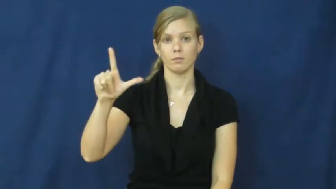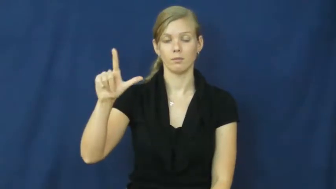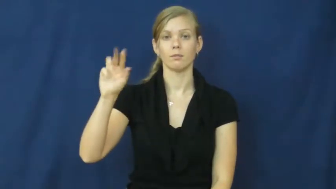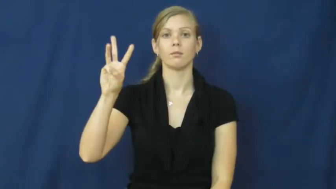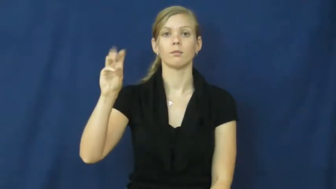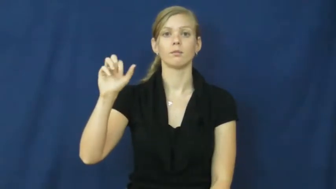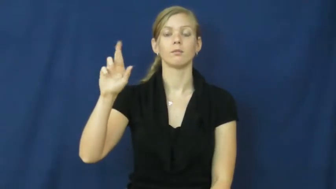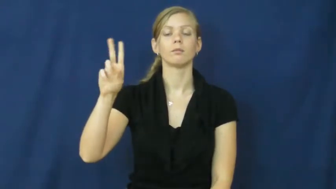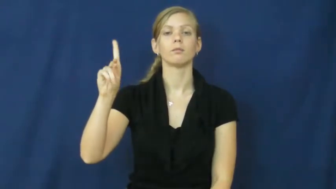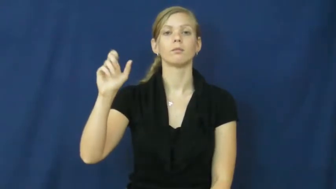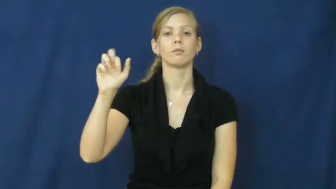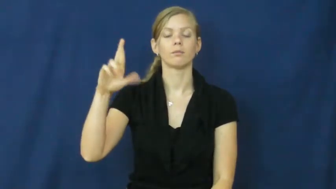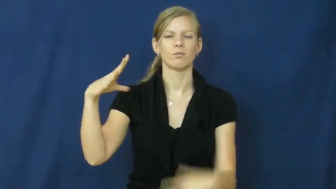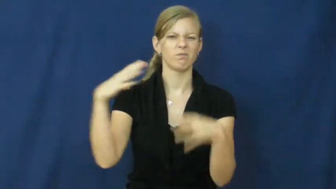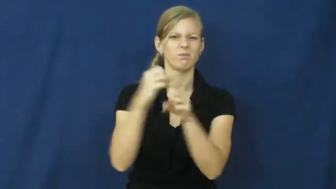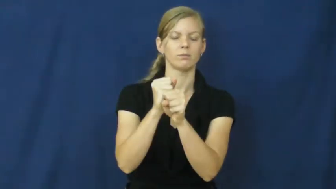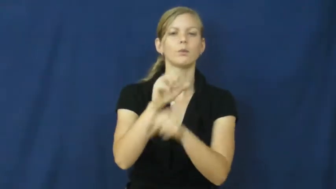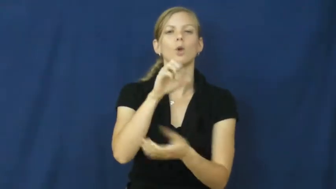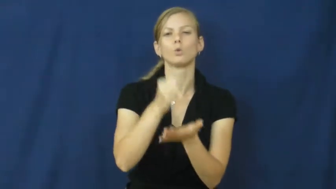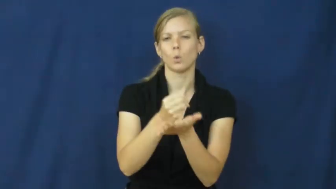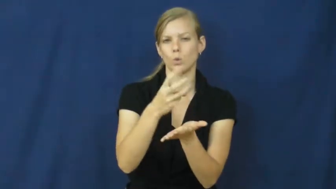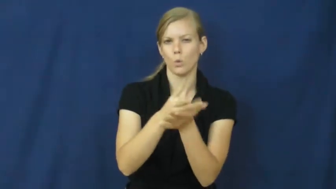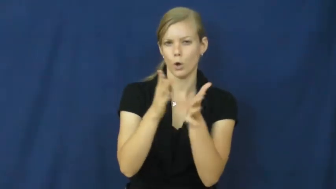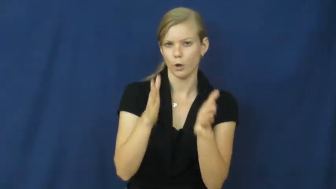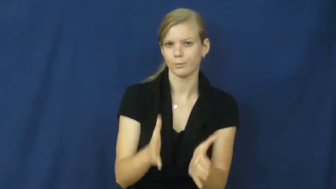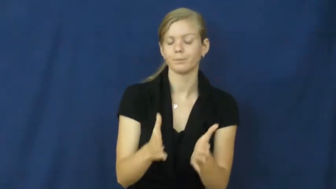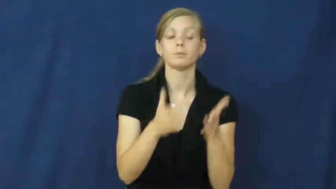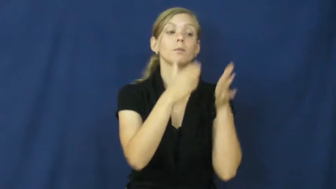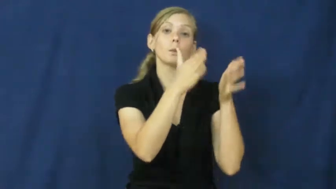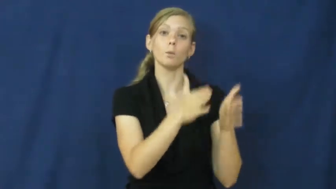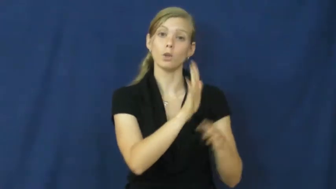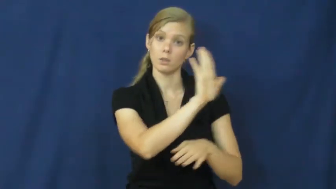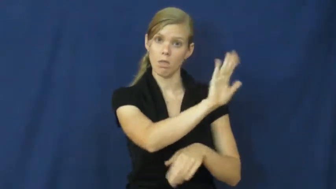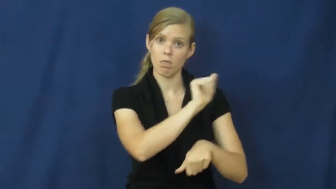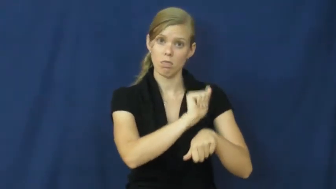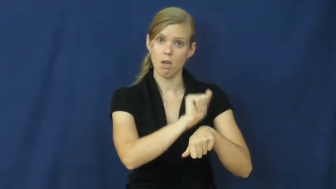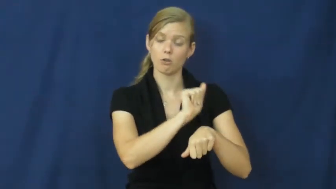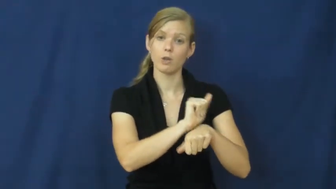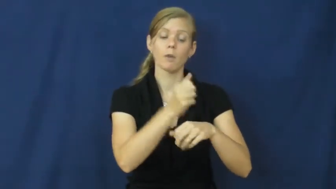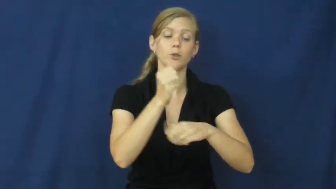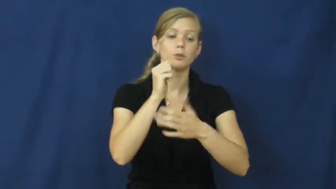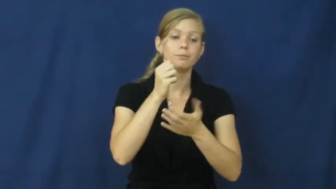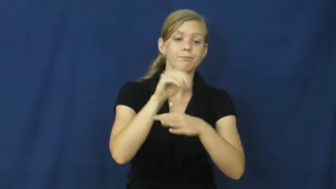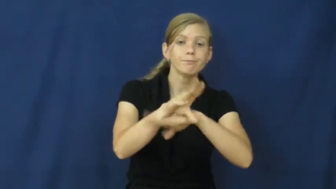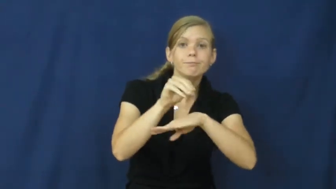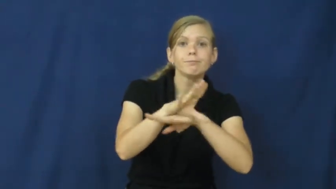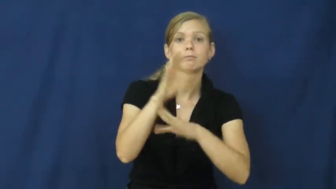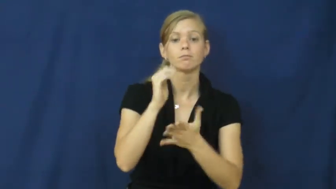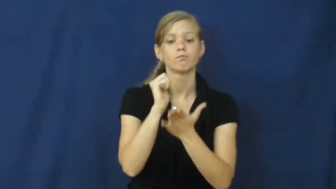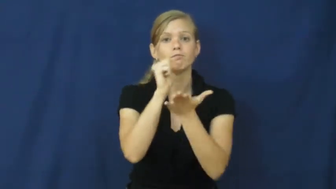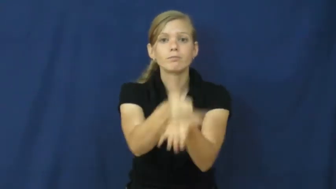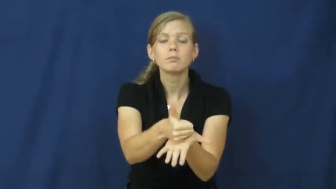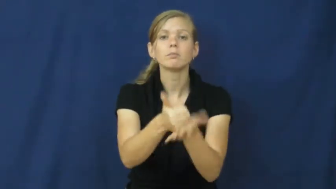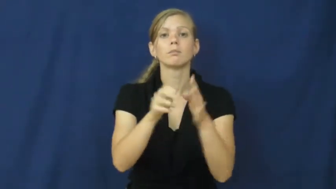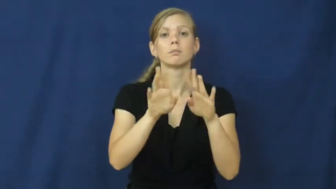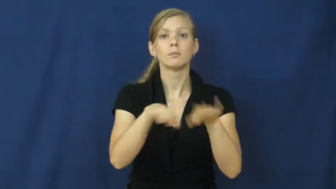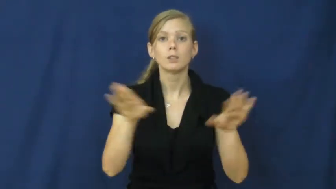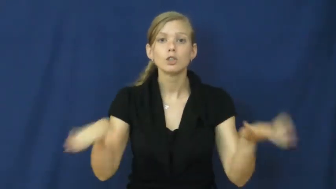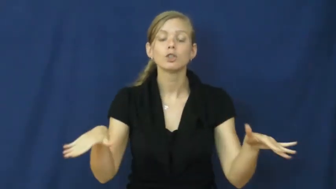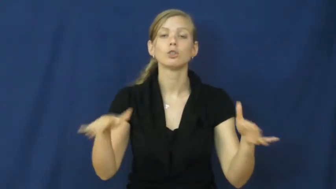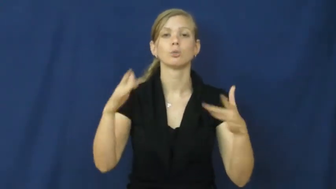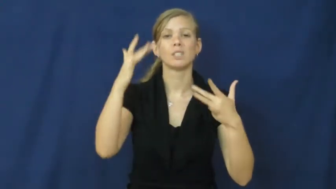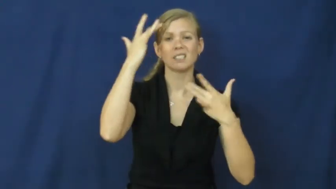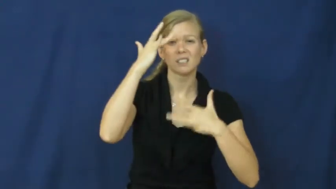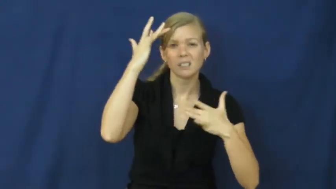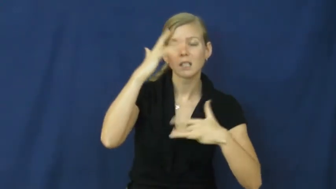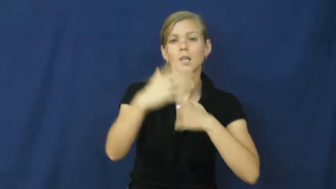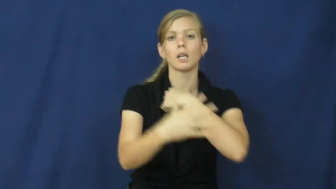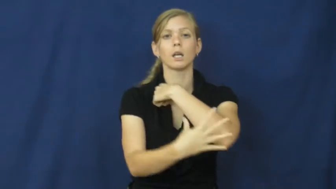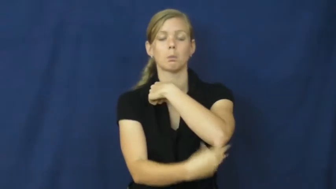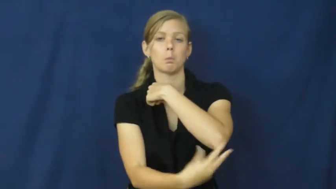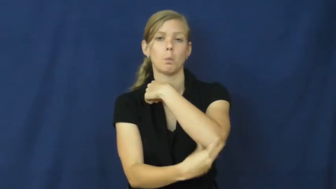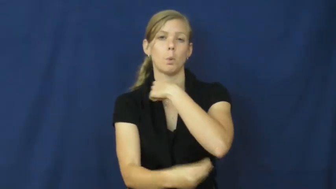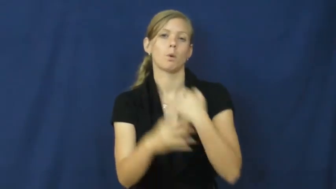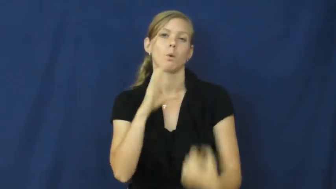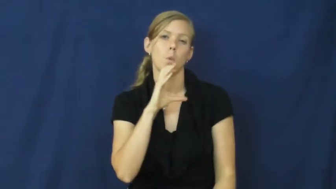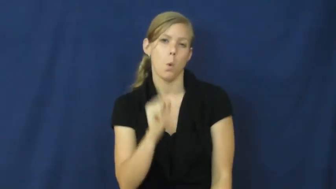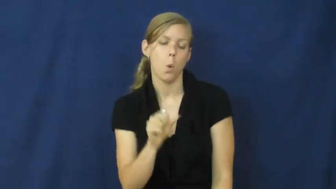social worker